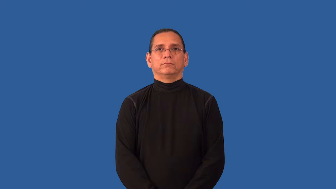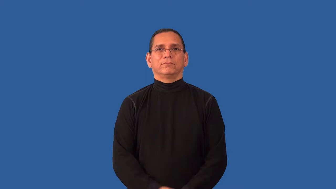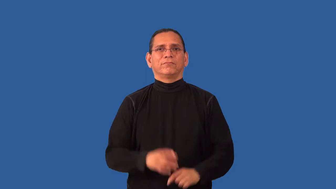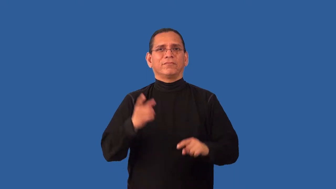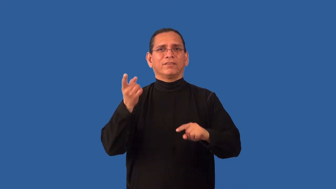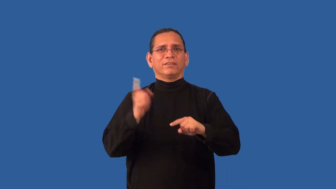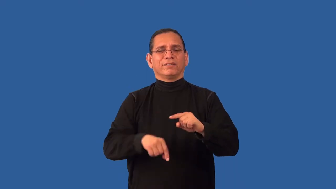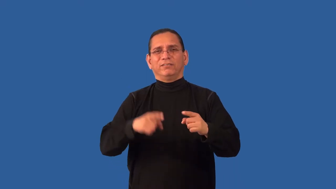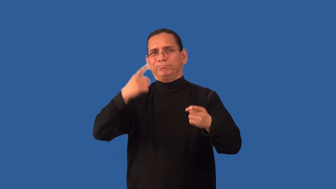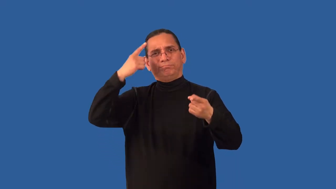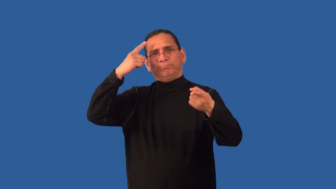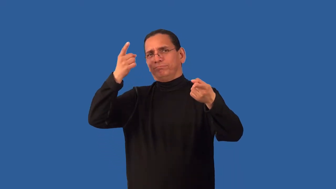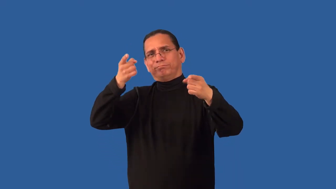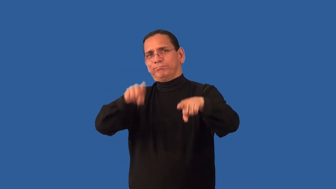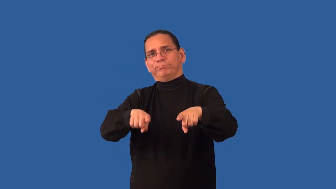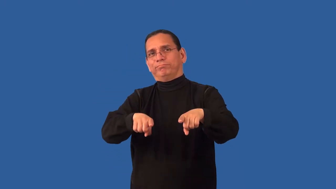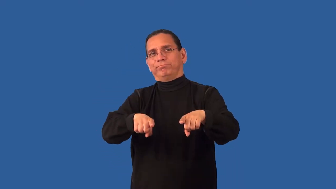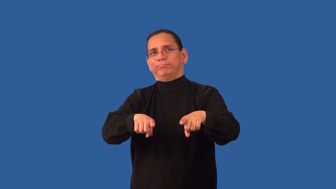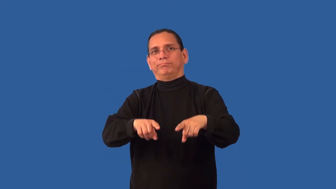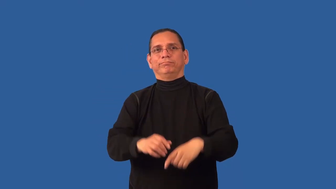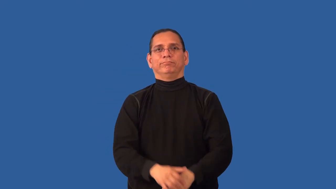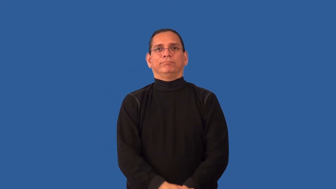irreconcilable,unreconciled